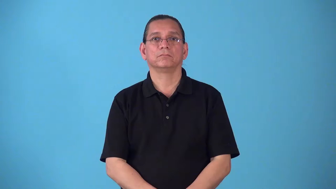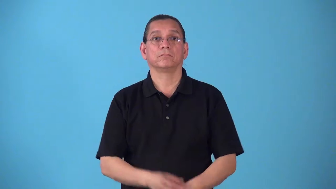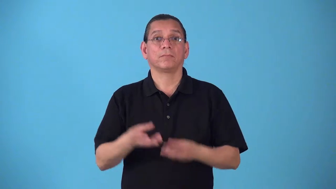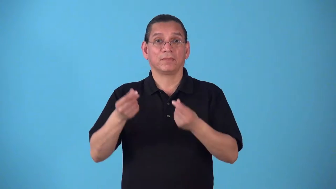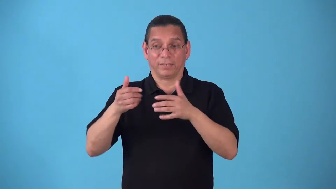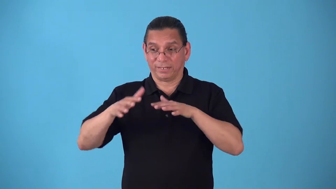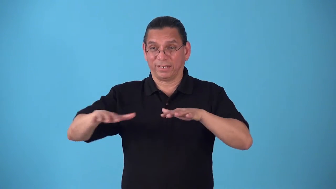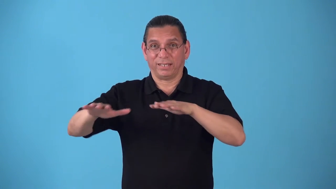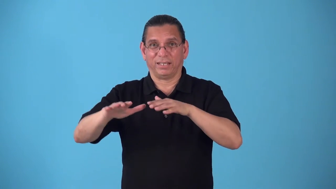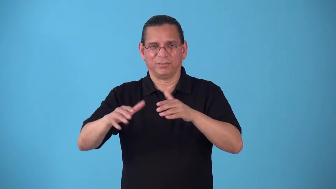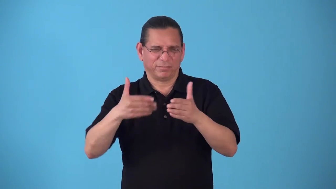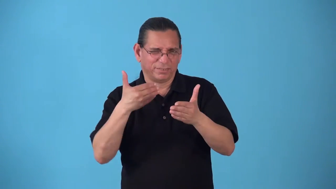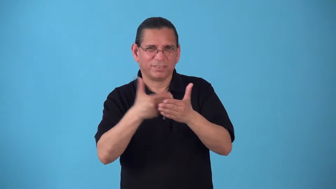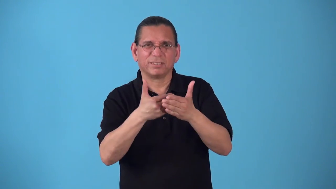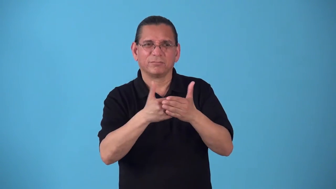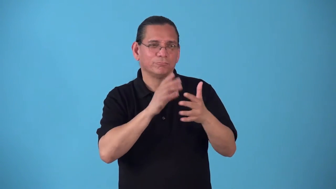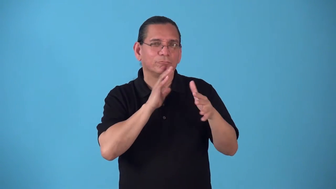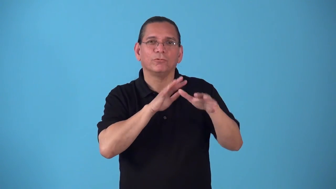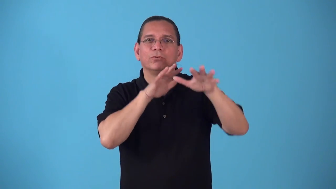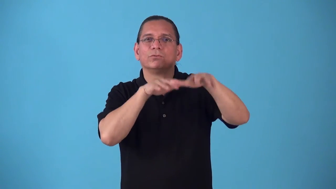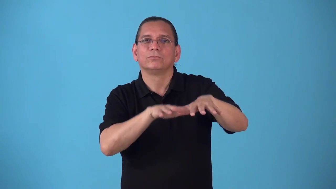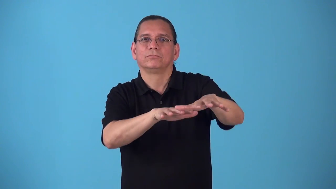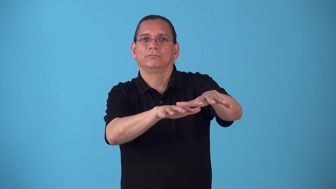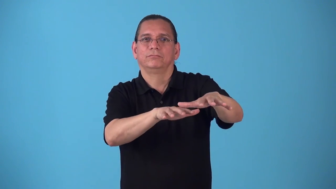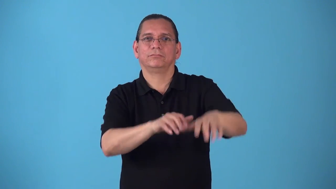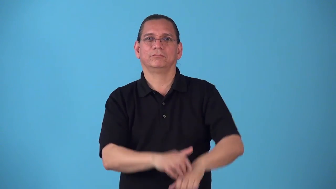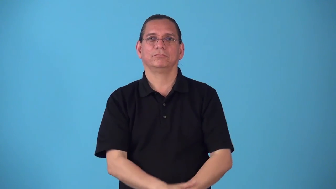seaboard,seacoast,seafront